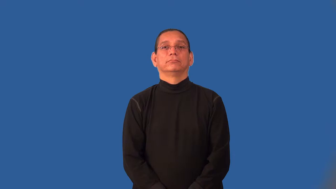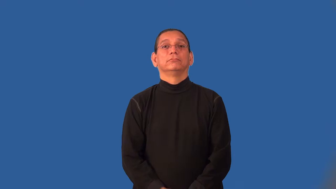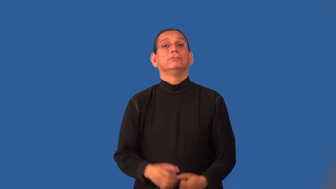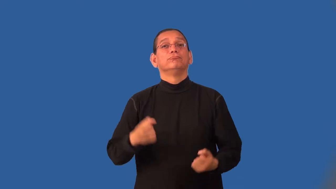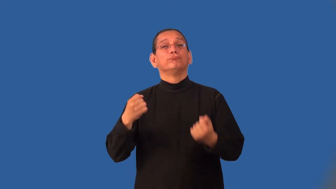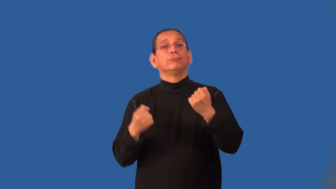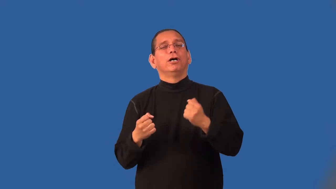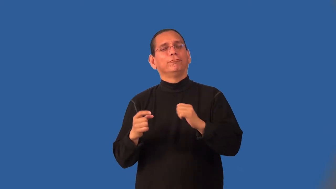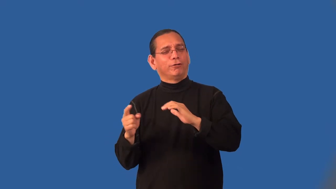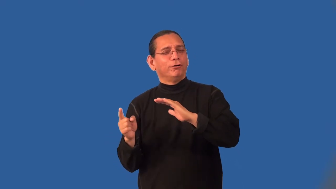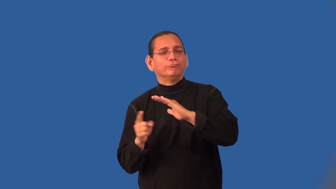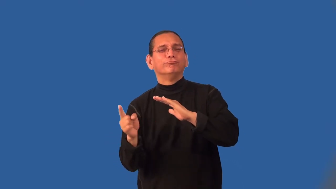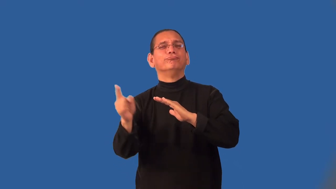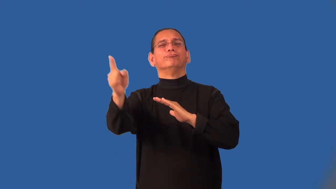joyride